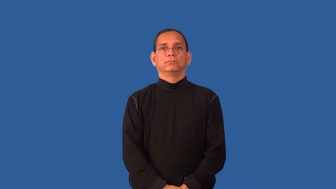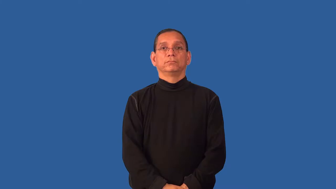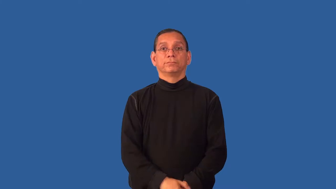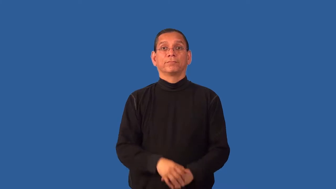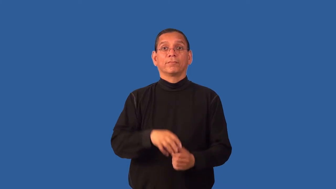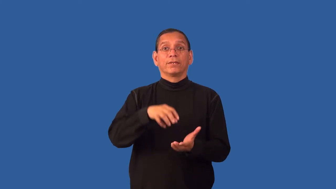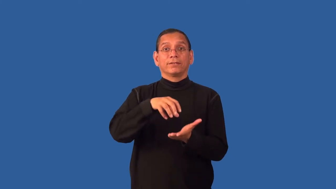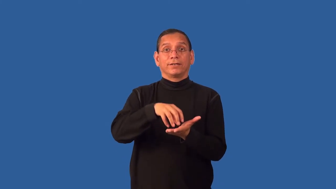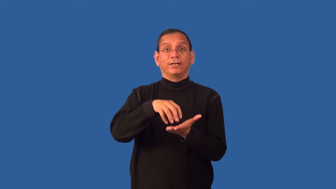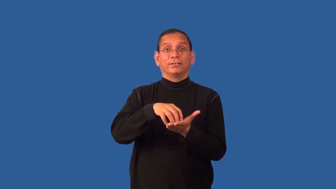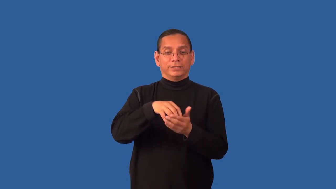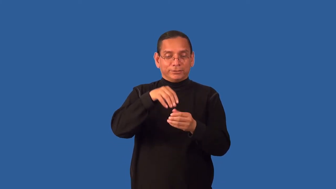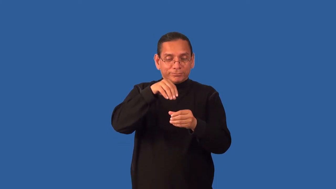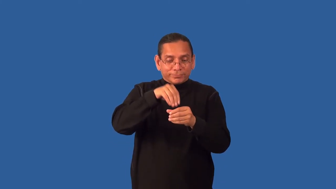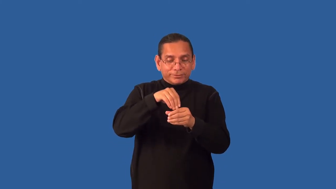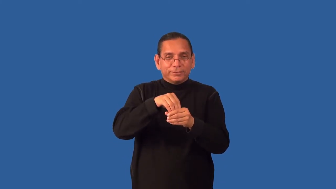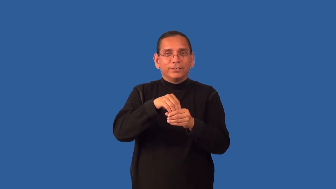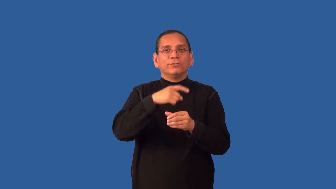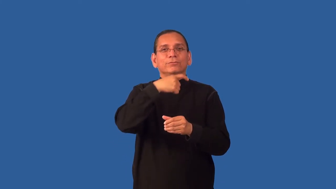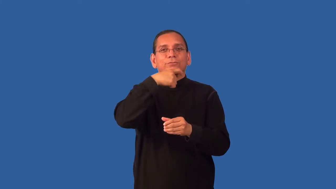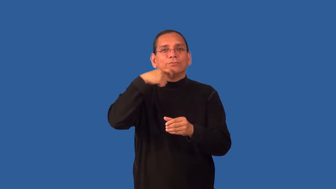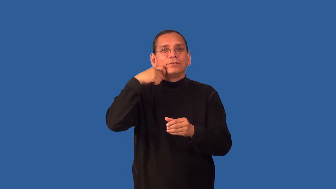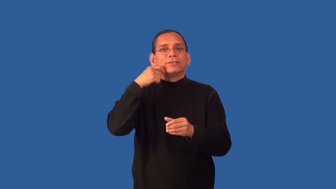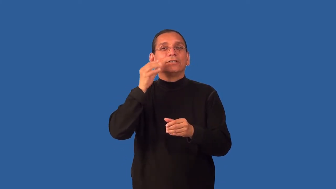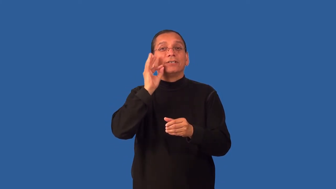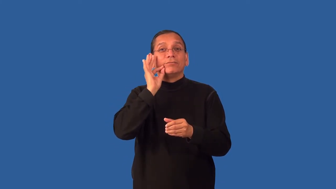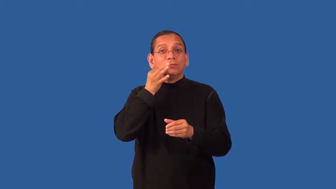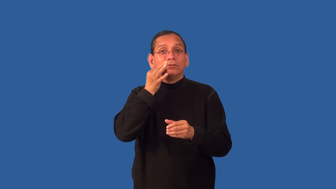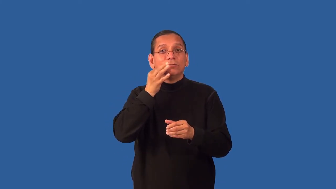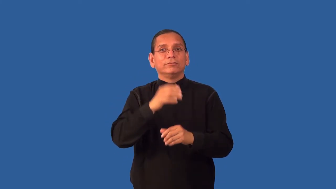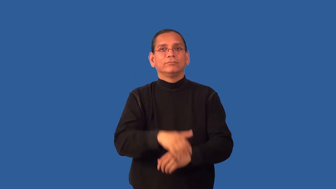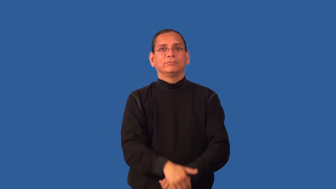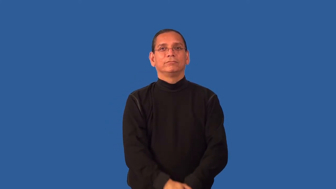duff-cake